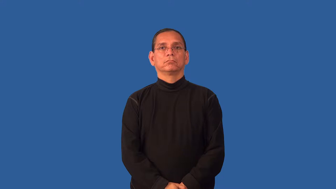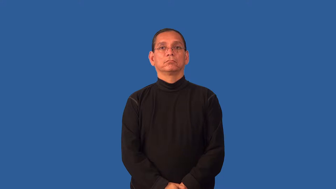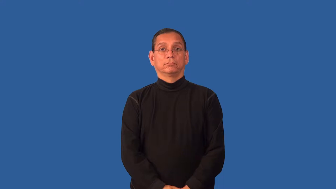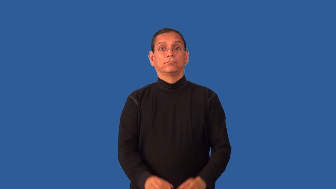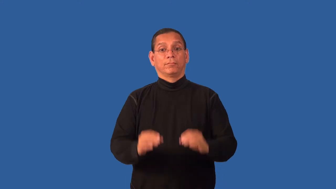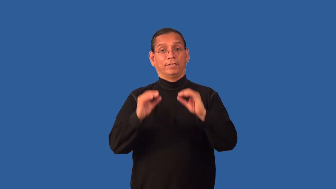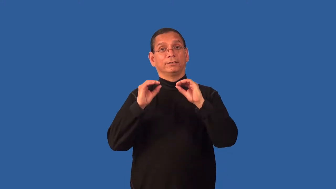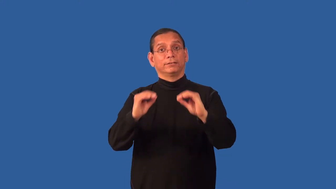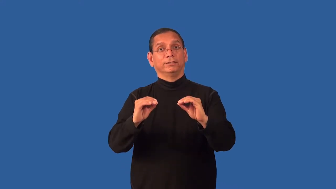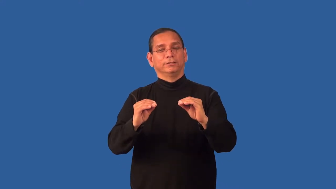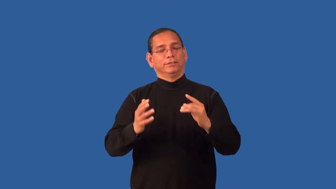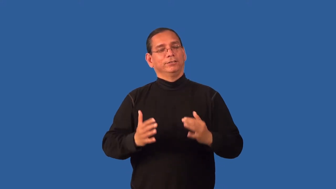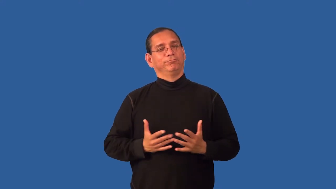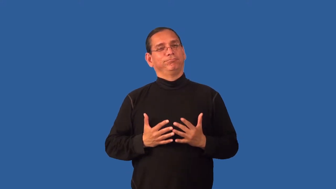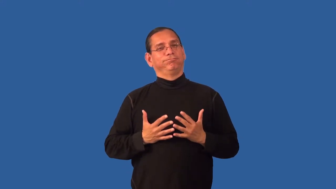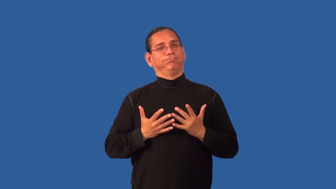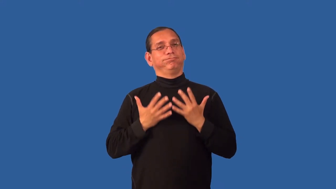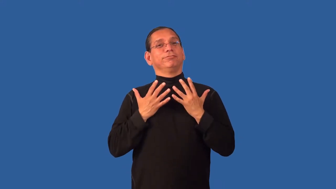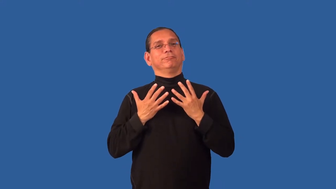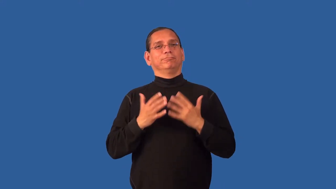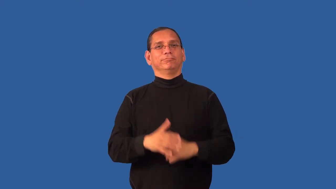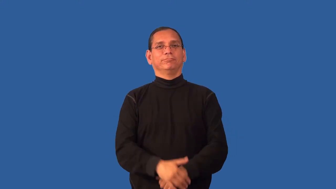edify